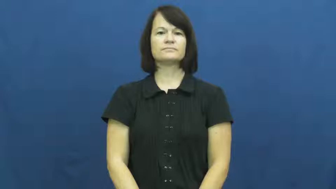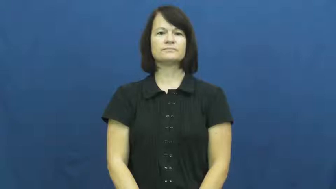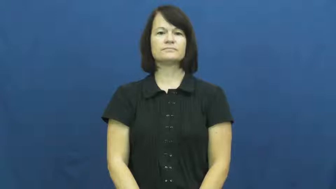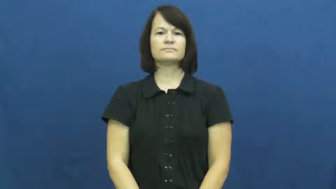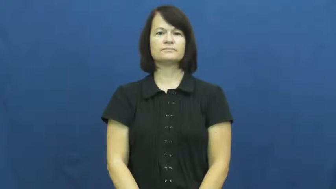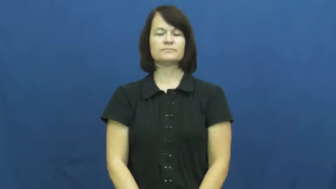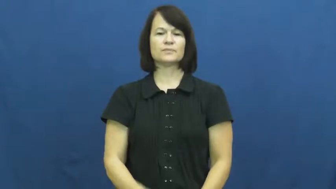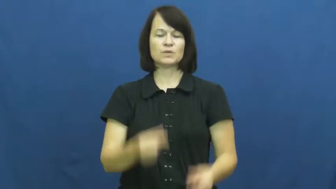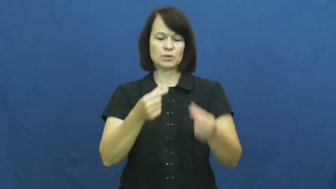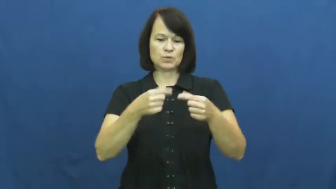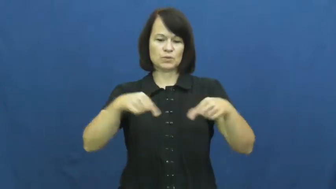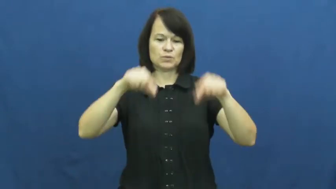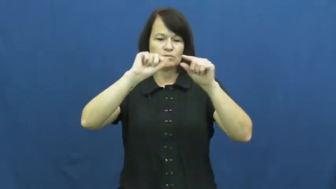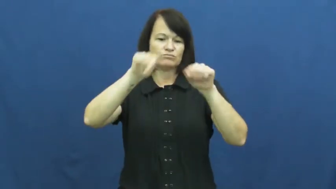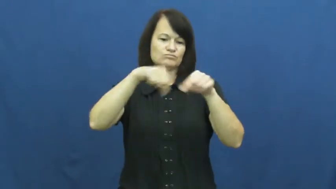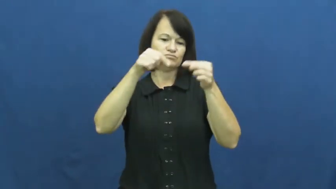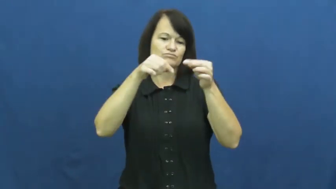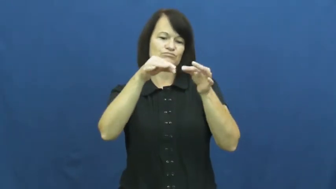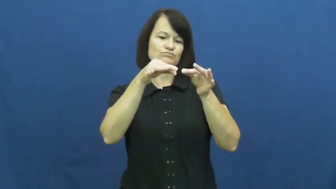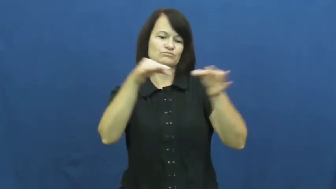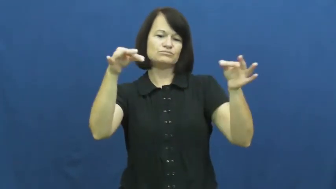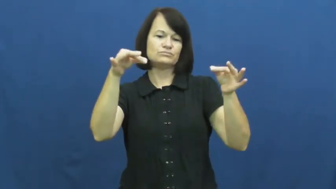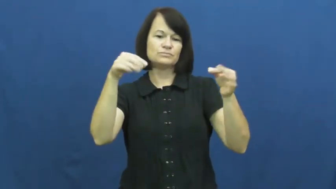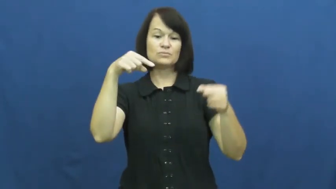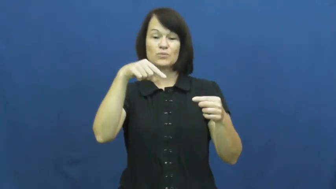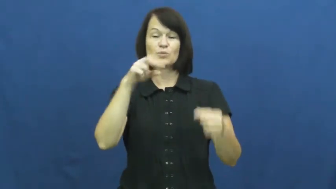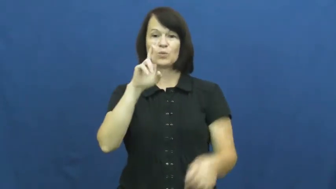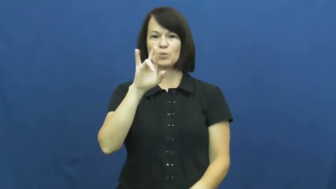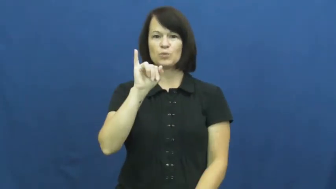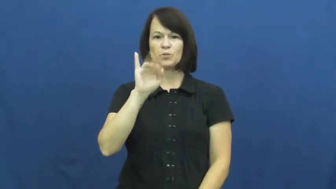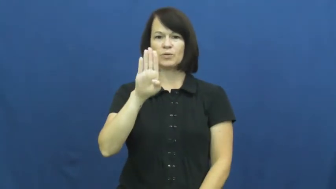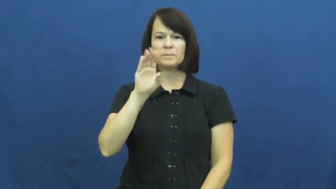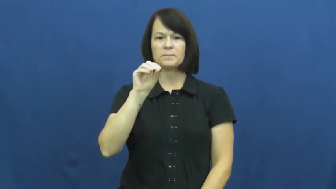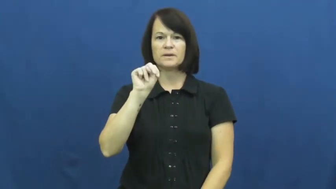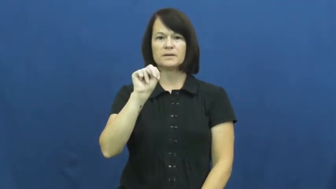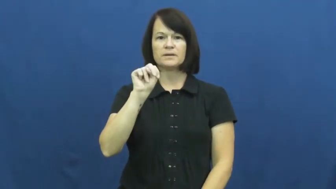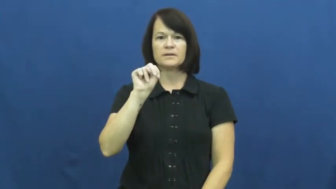ribbon